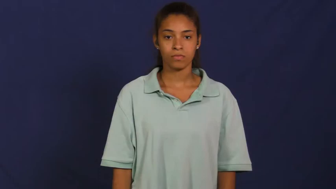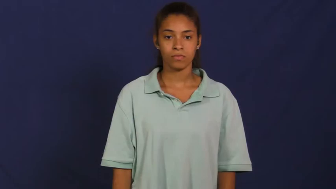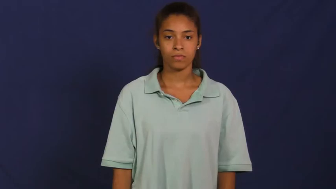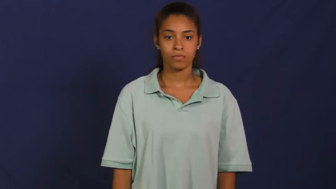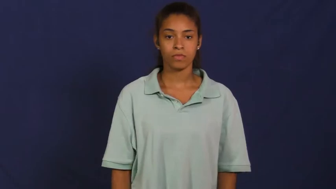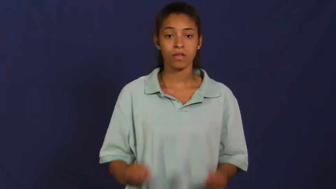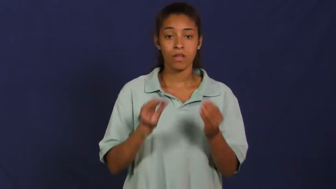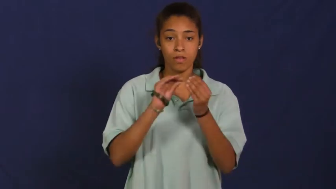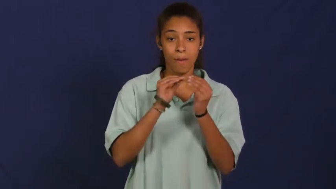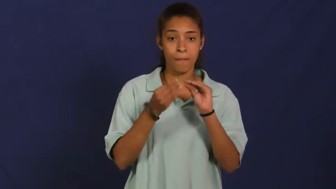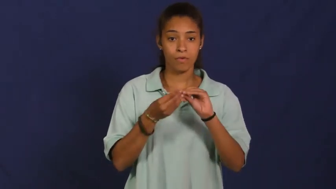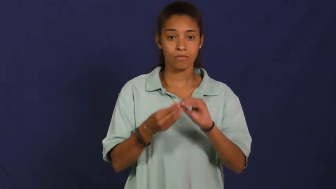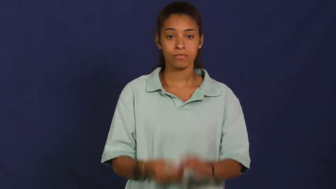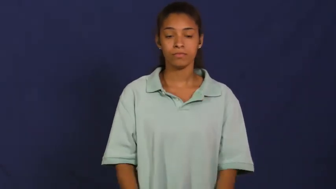number,integer,numeration,numeral,digit,term,figure,numeric